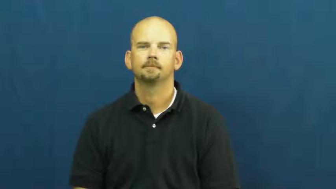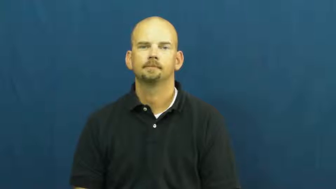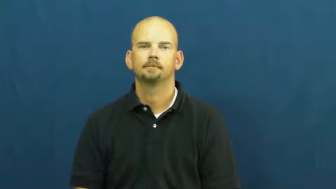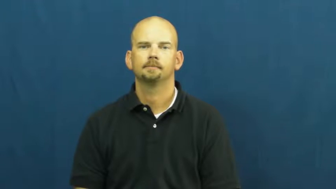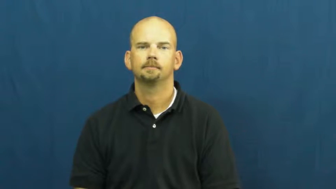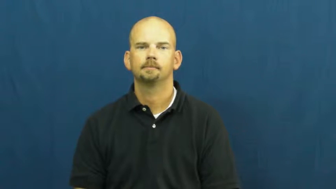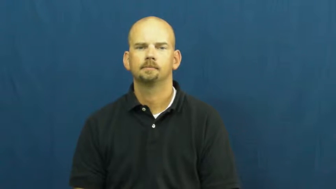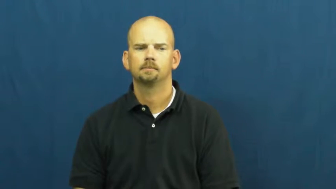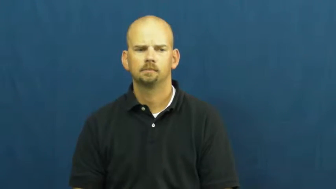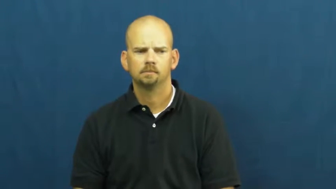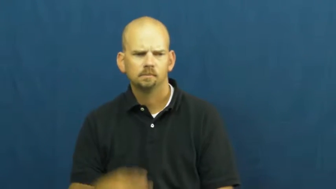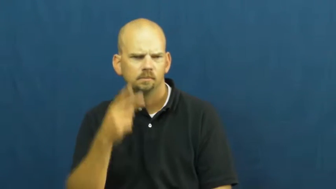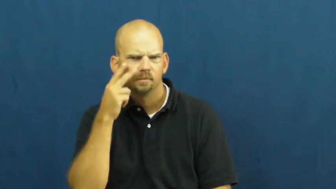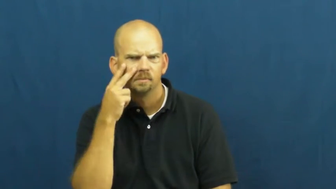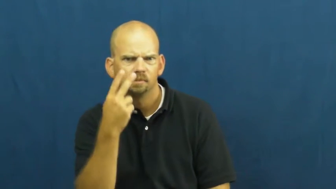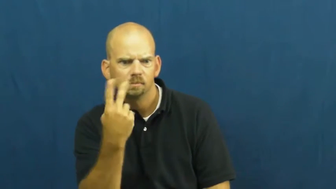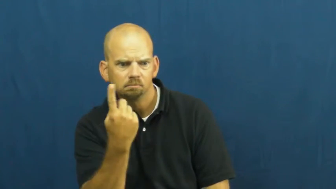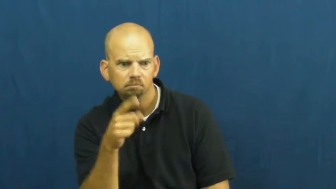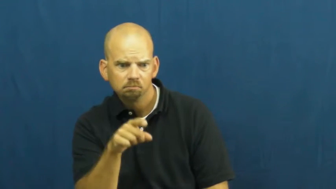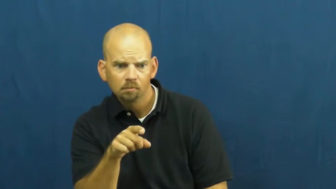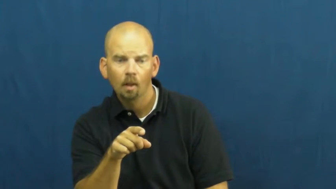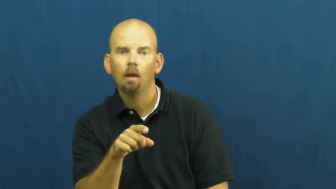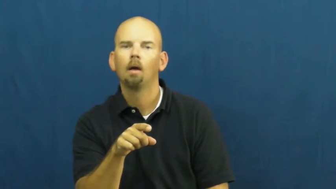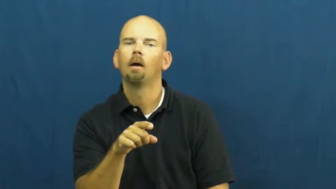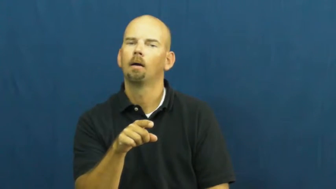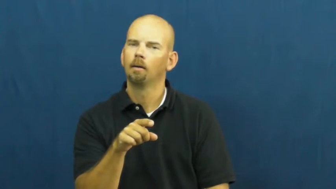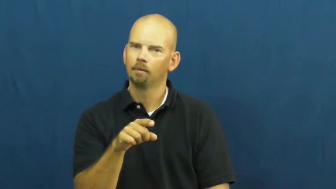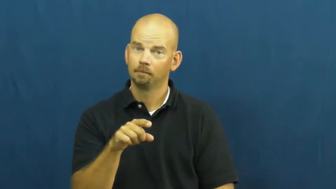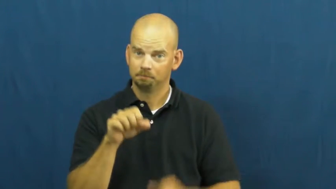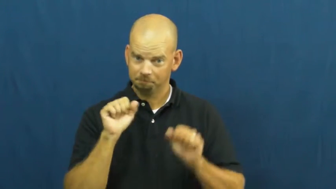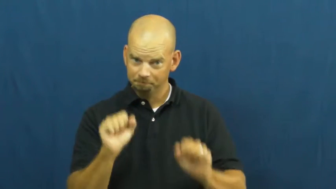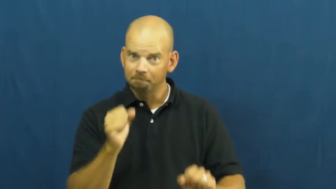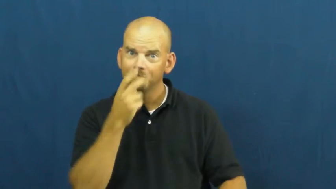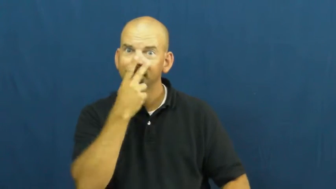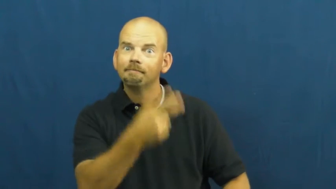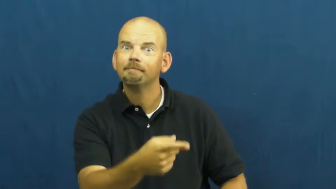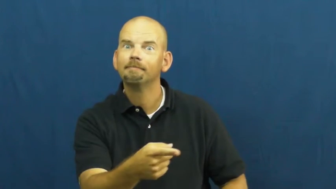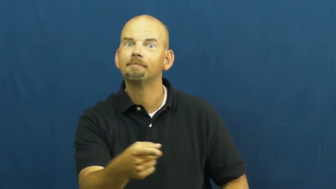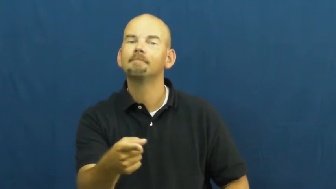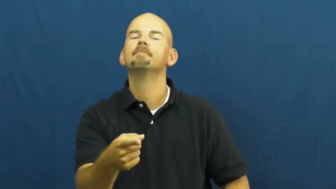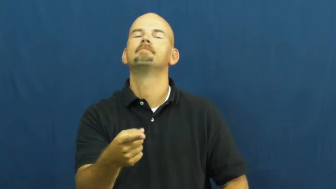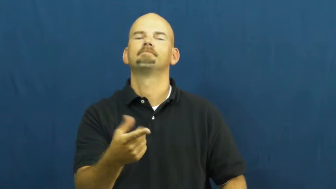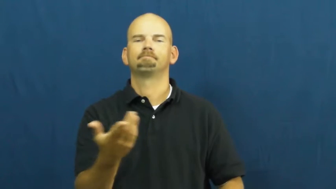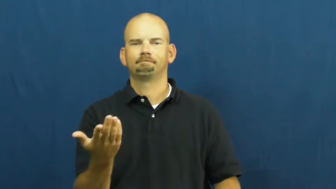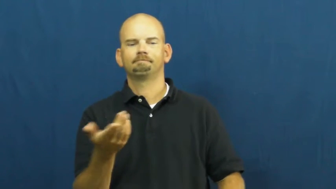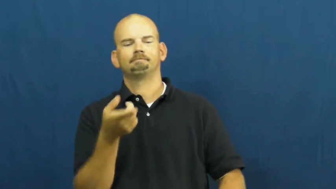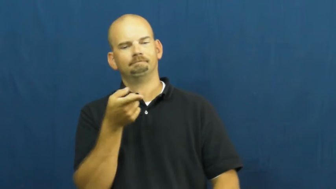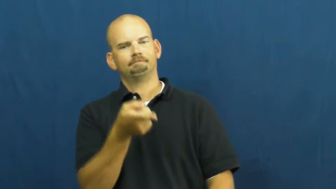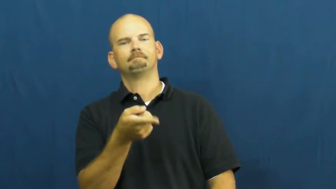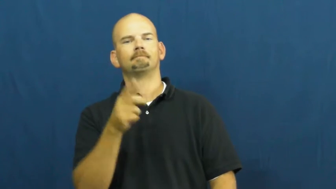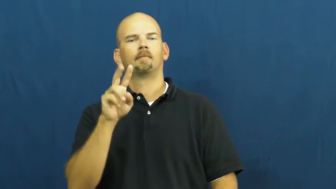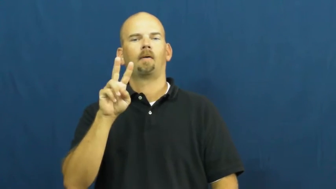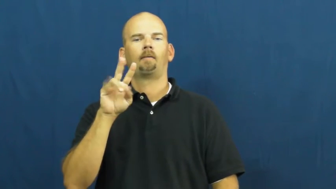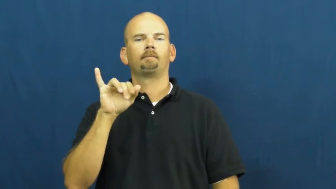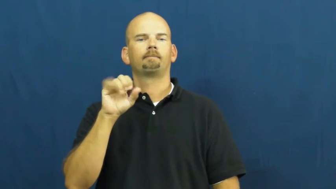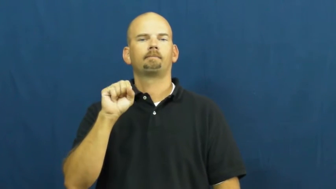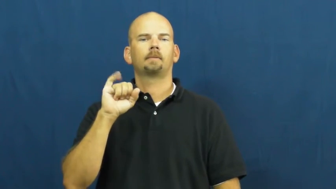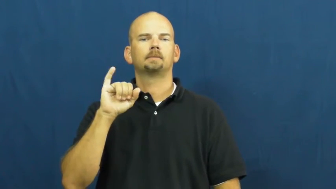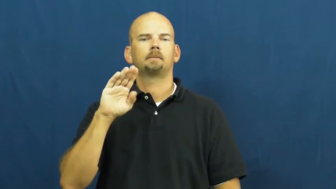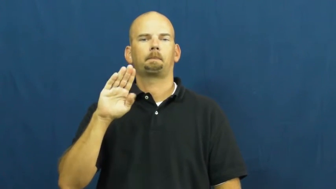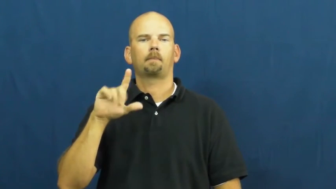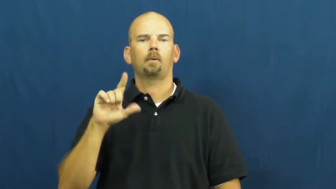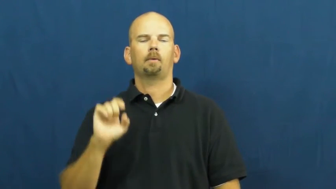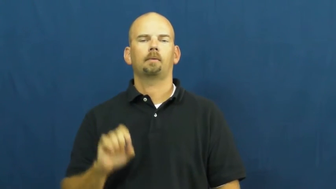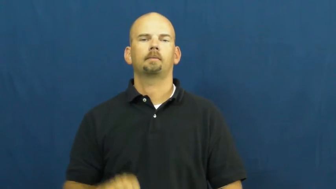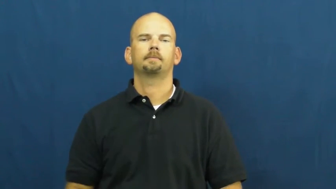visible,egress